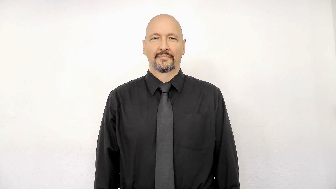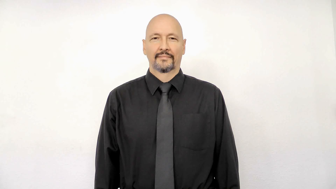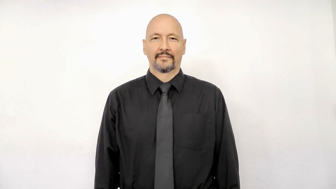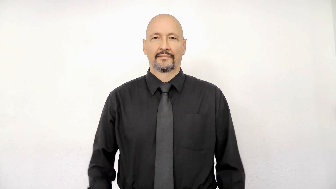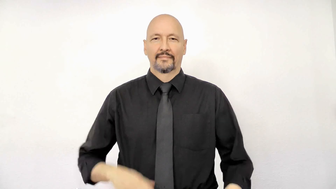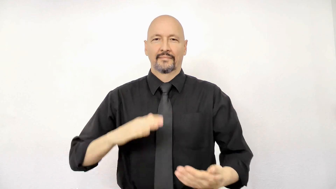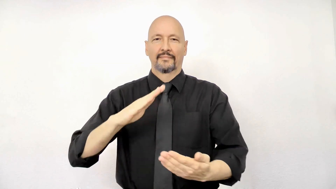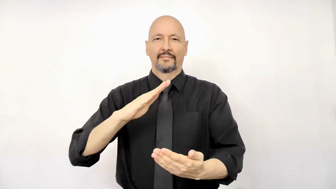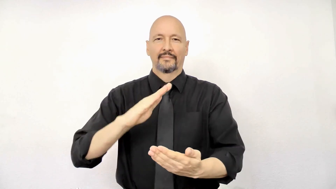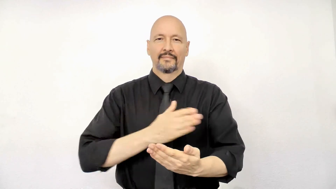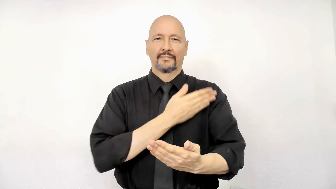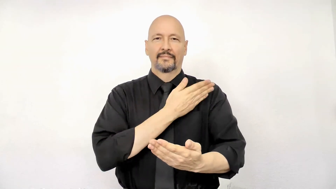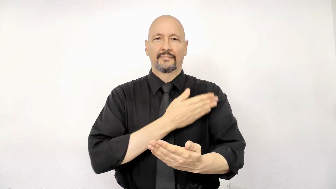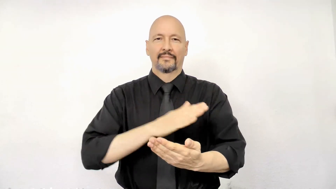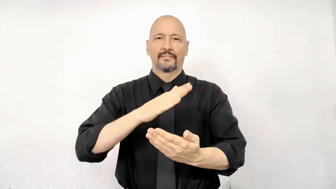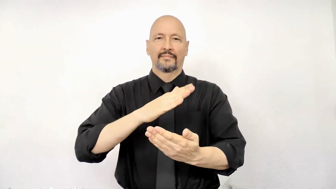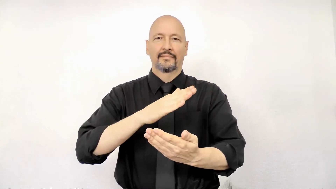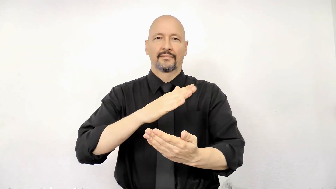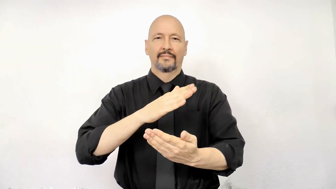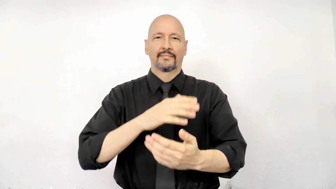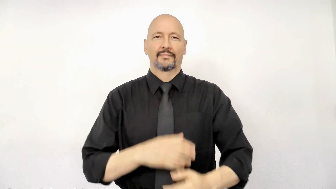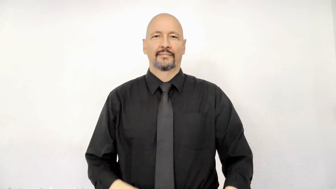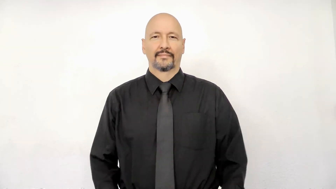MUSIC-(sing, song, singer)